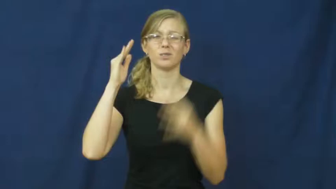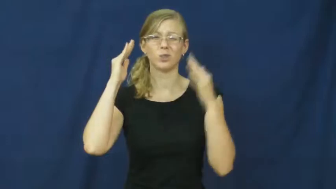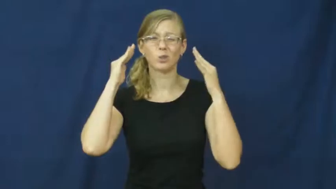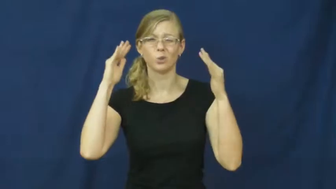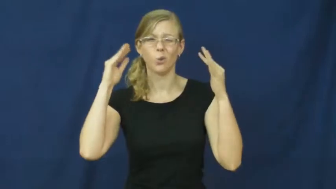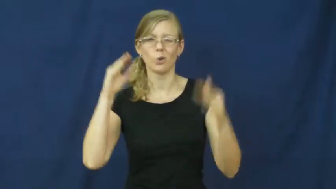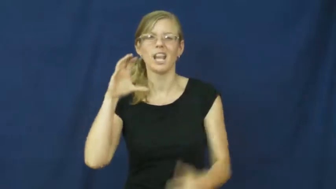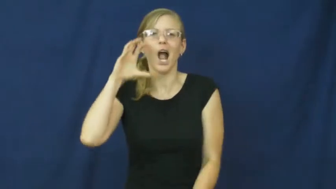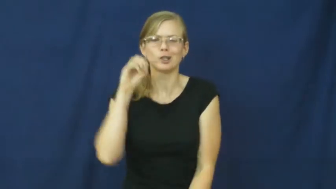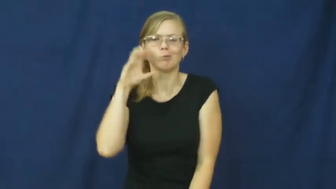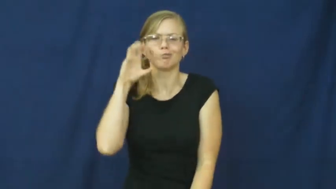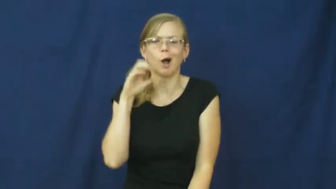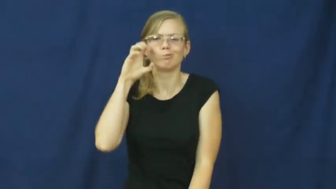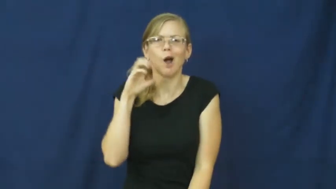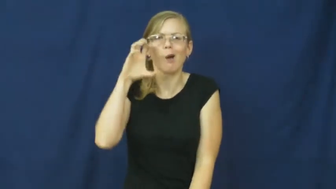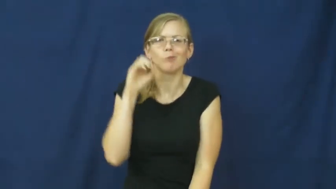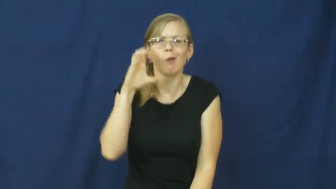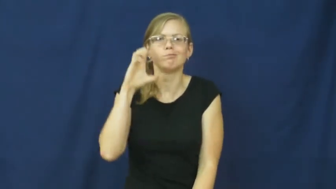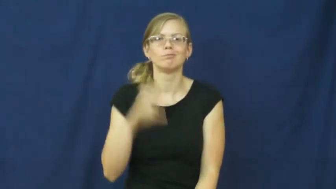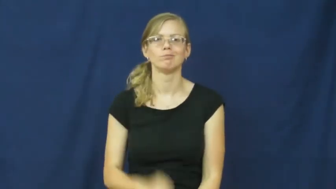nosh